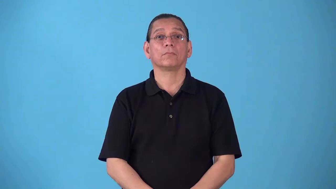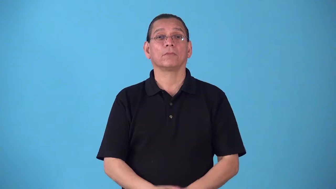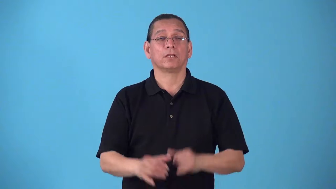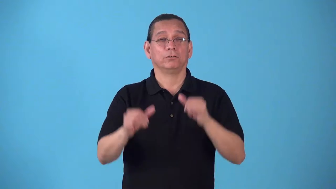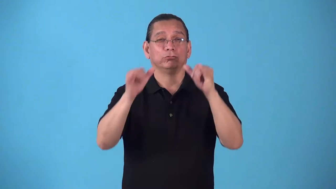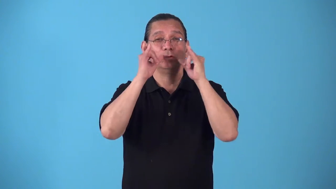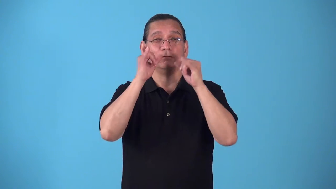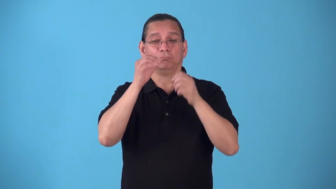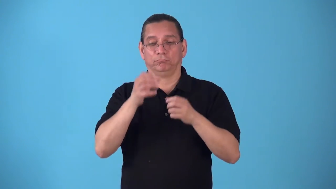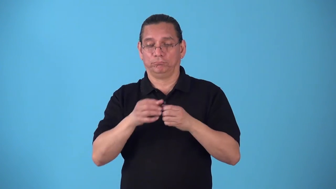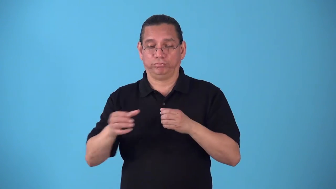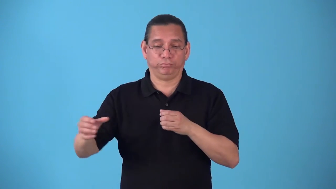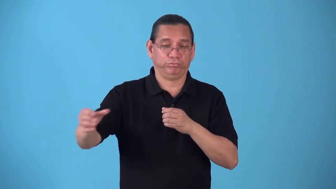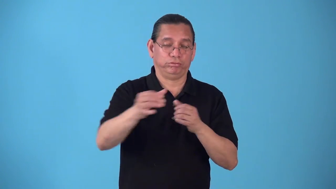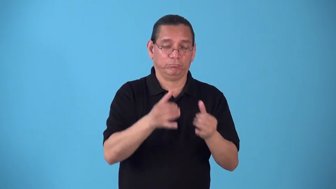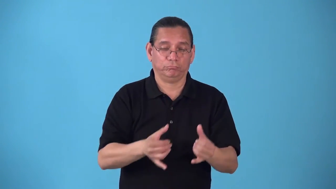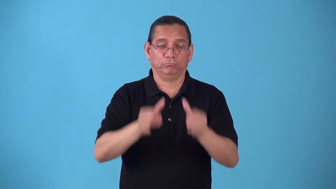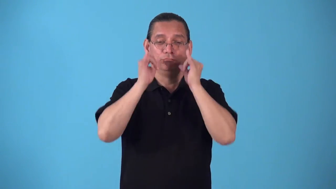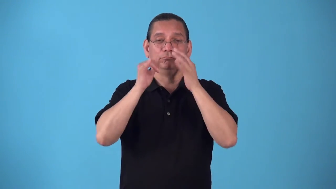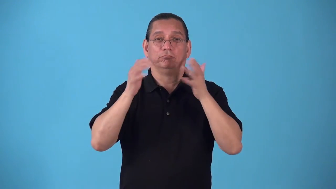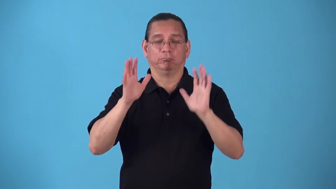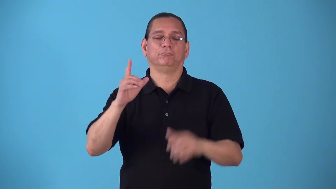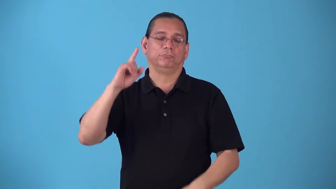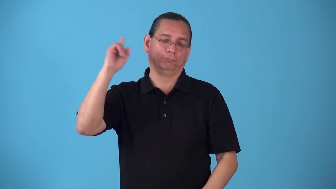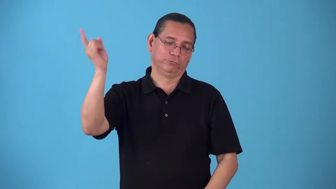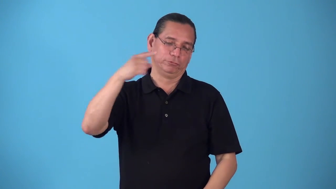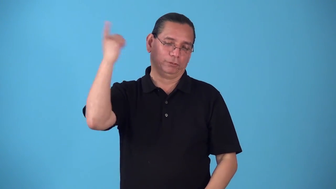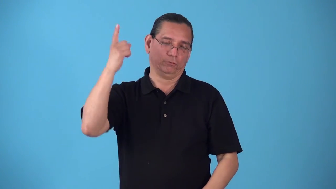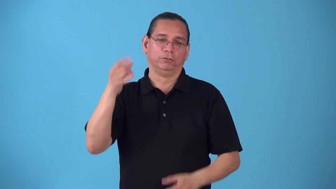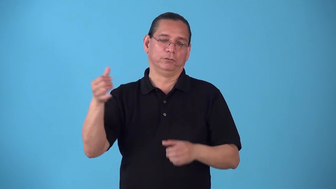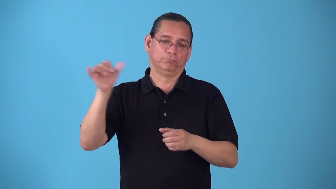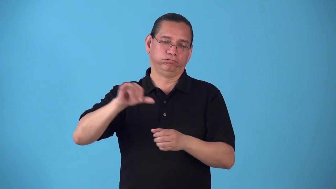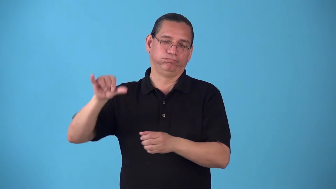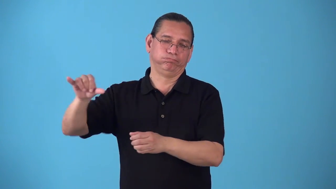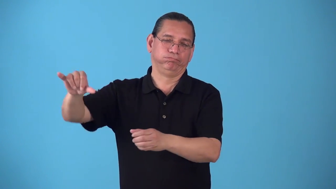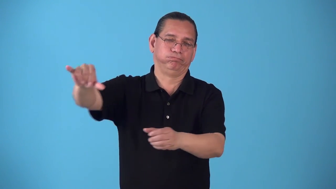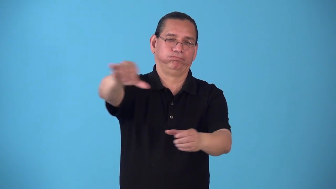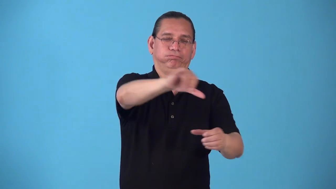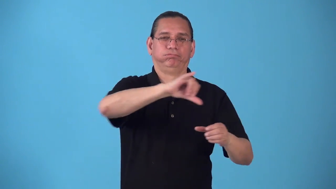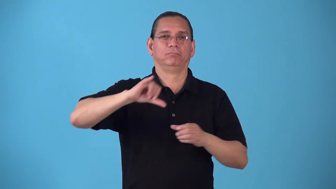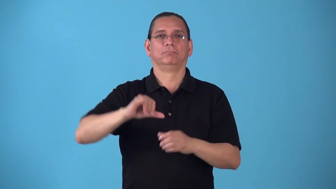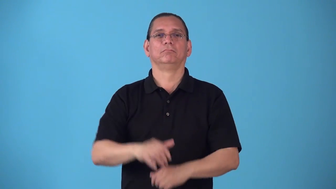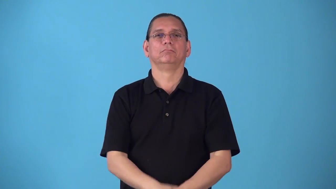round-drinks